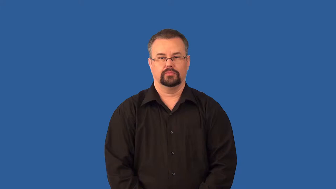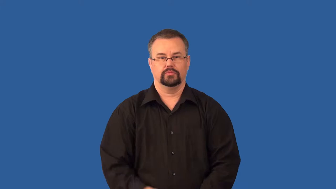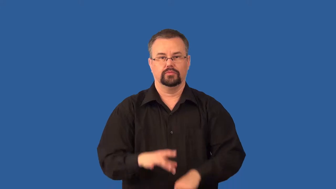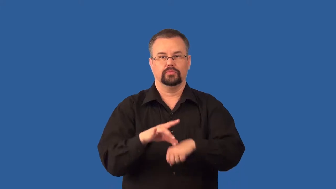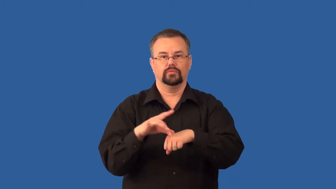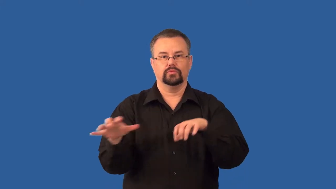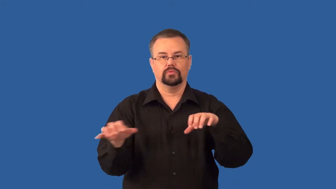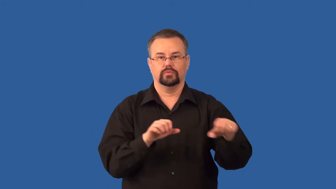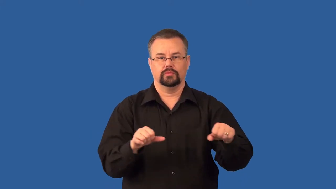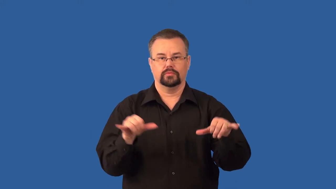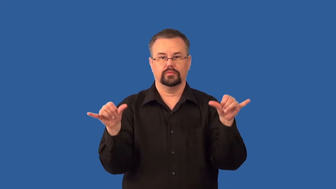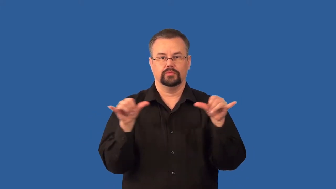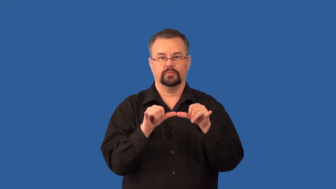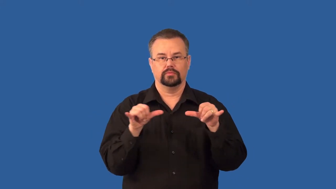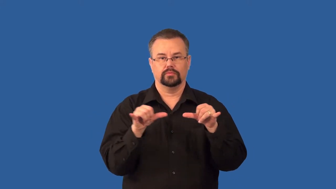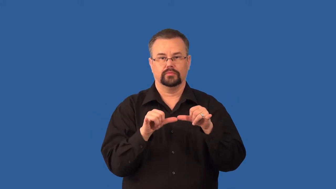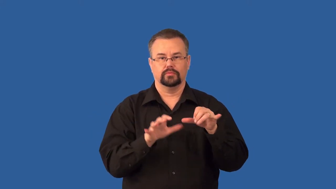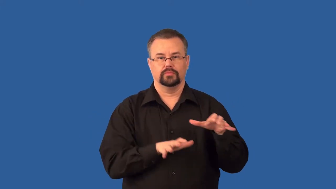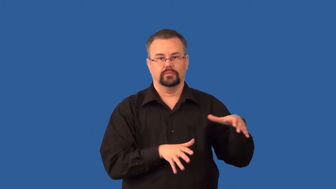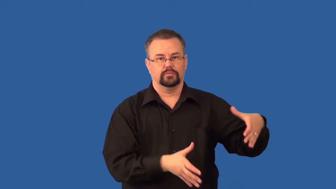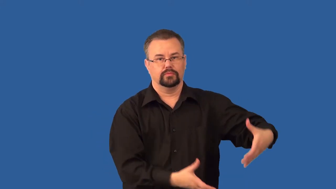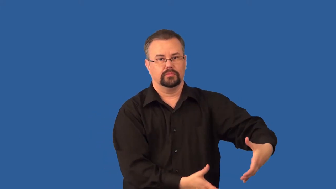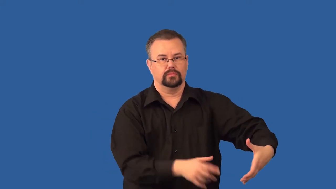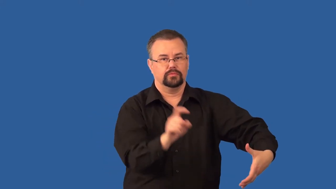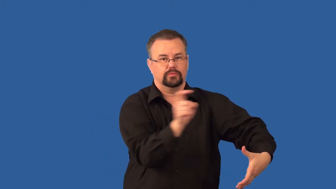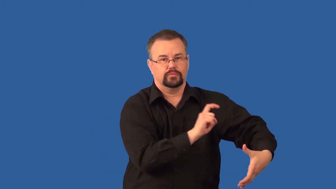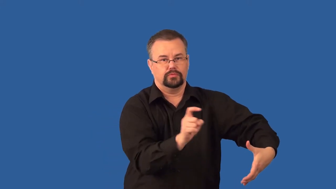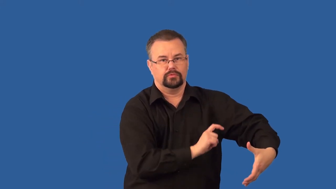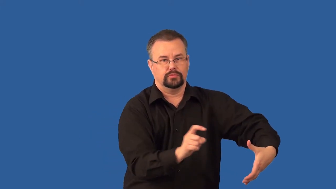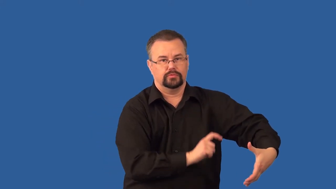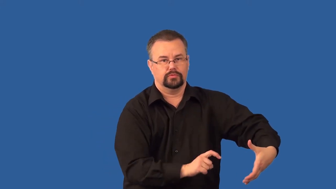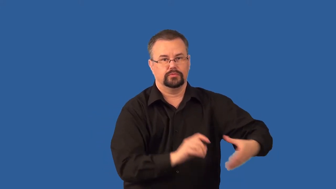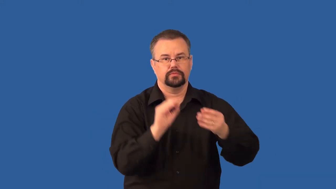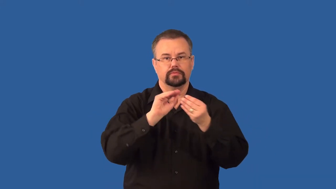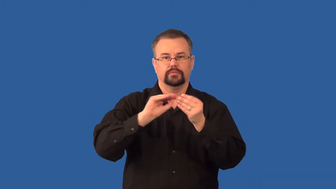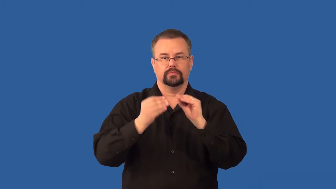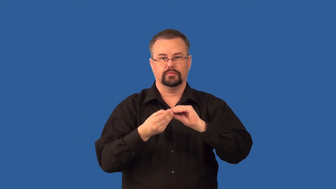richter-scale